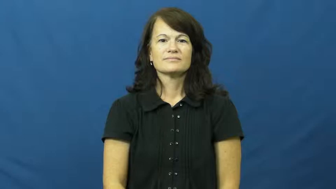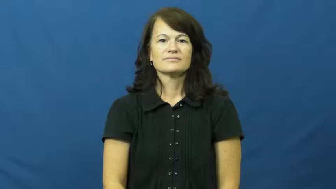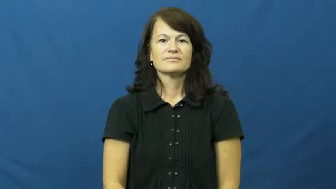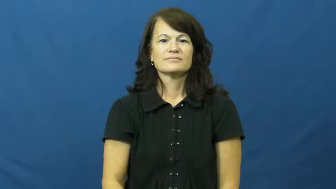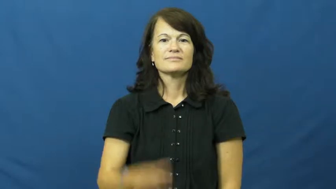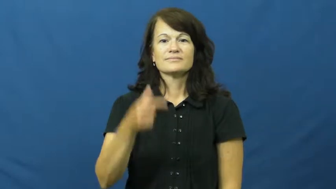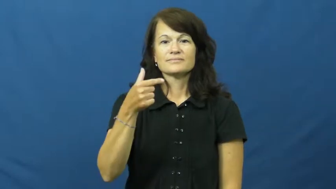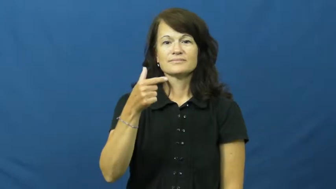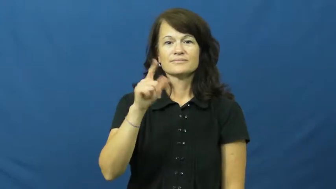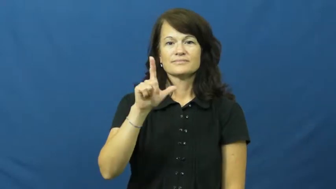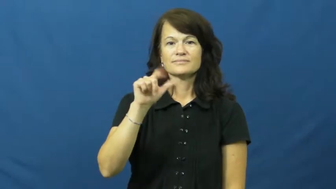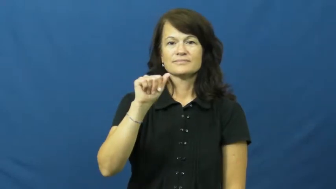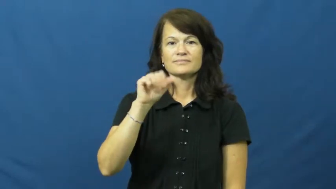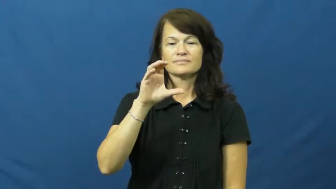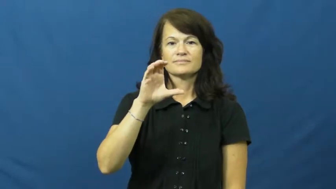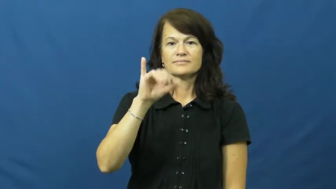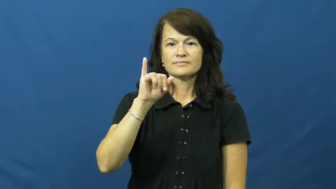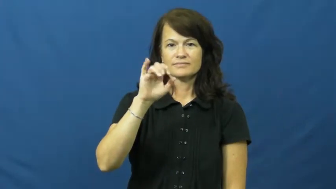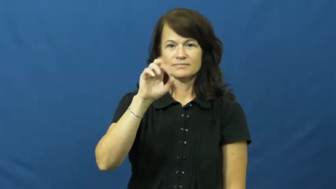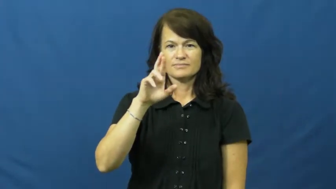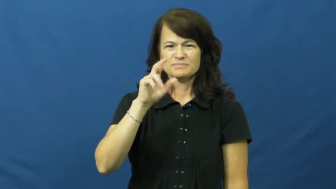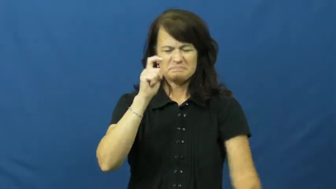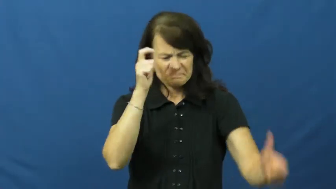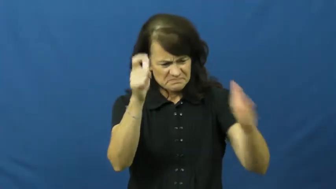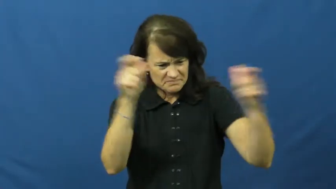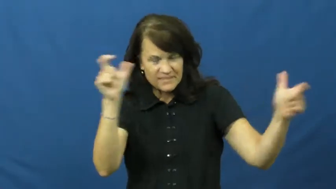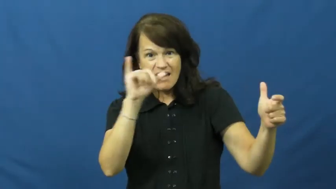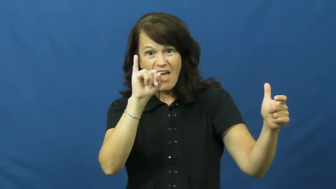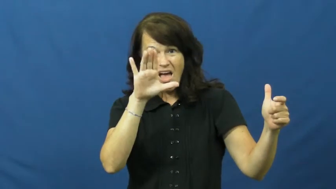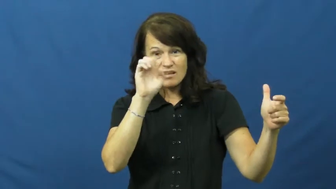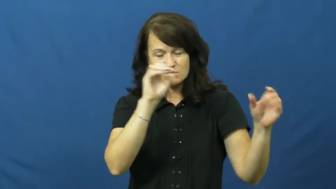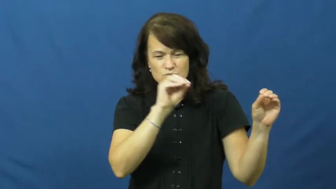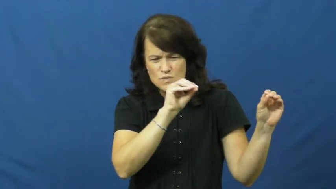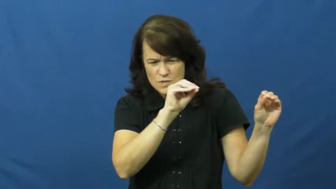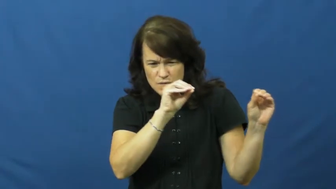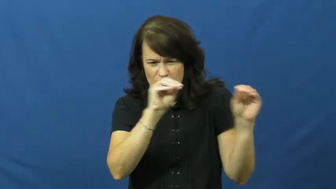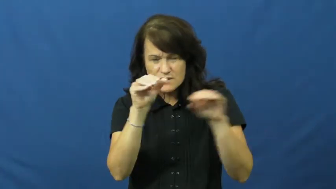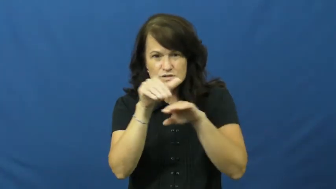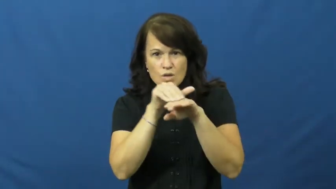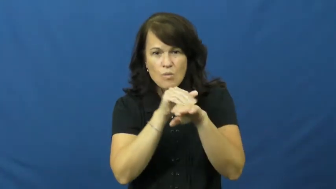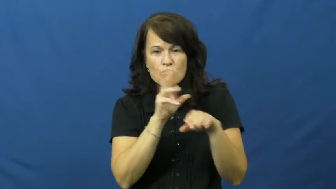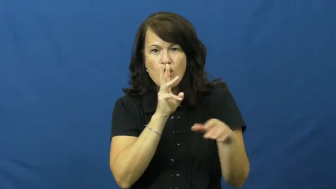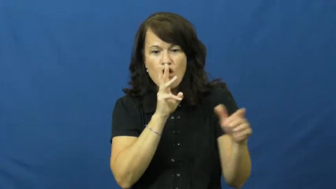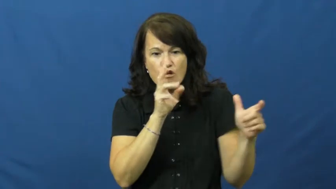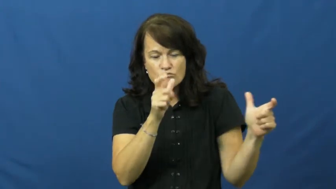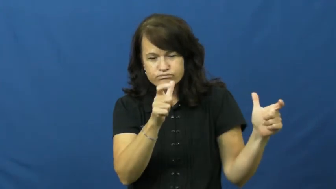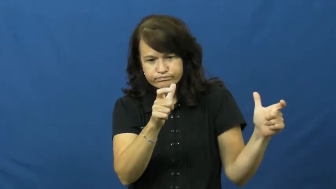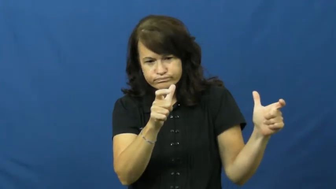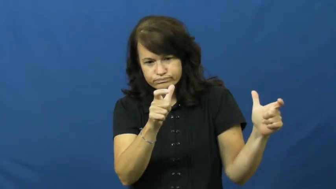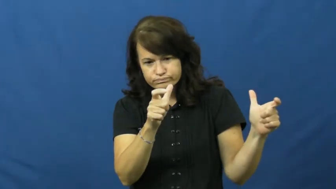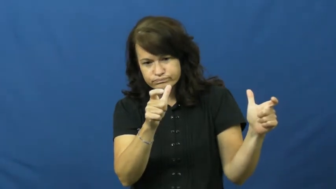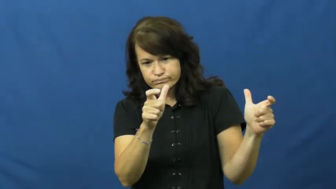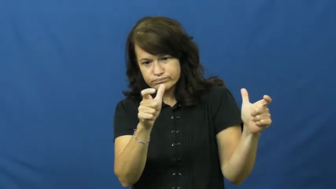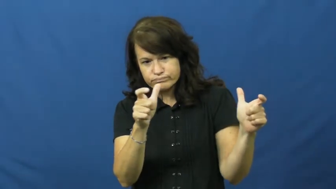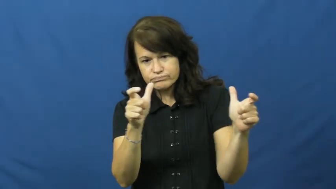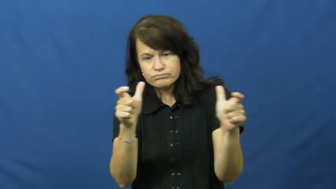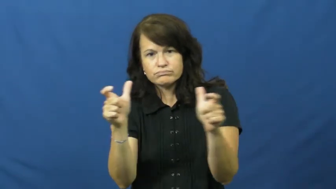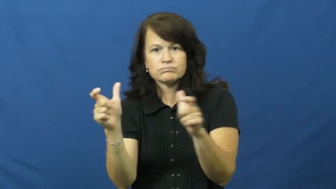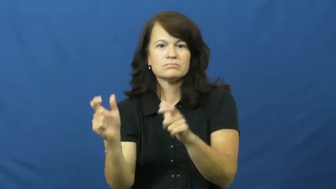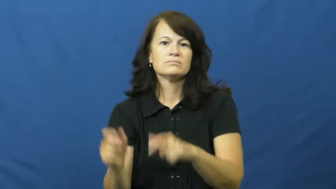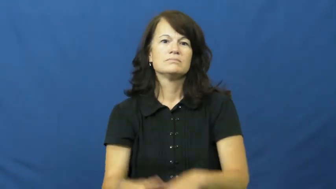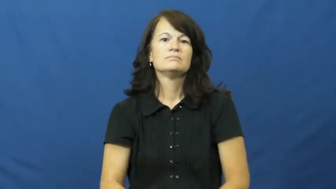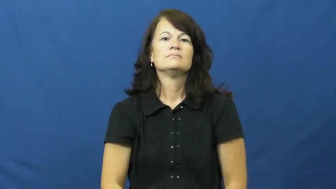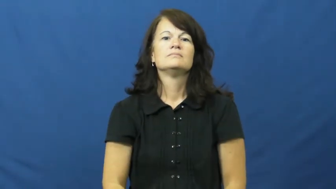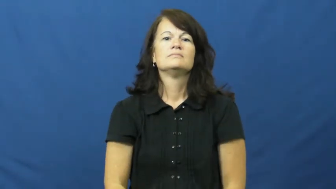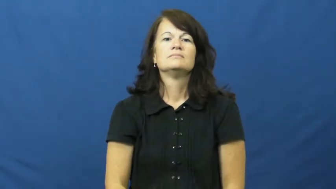glacier